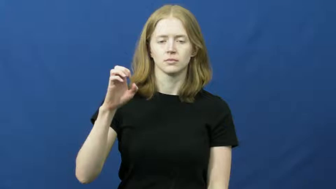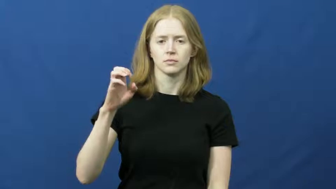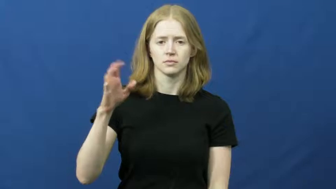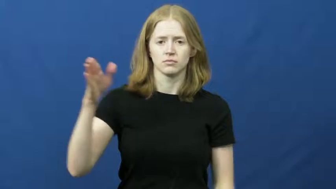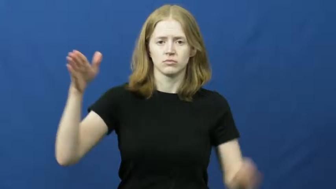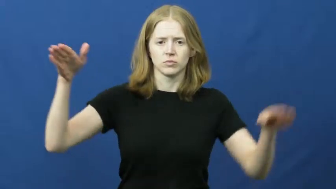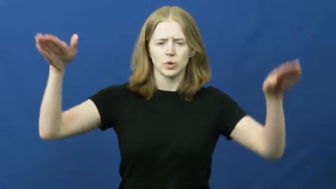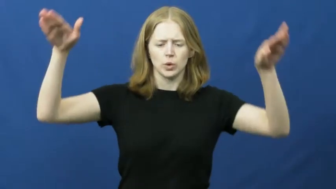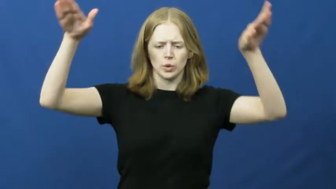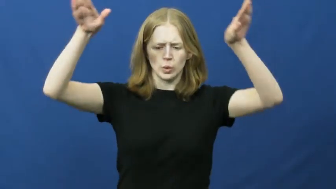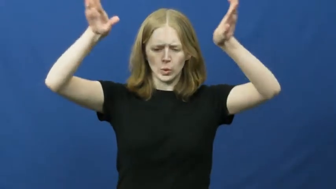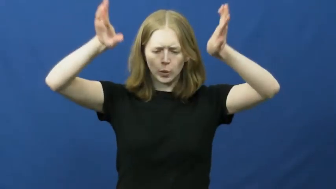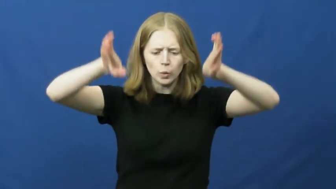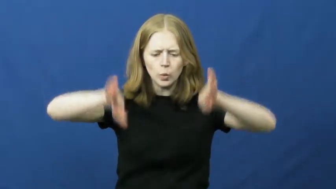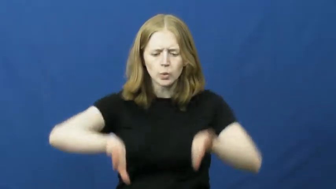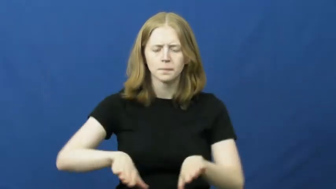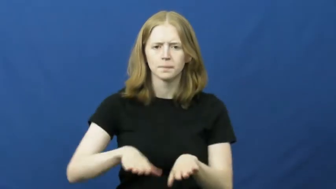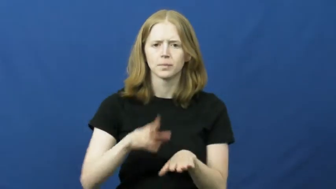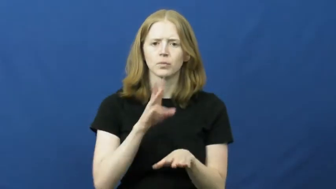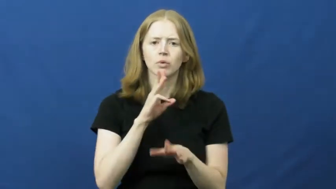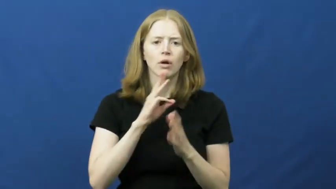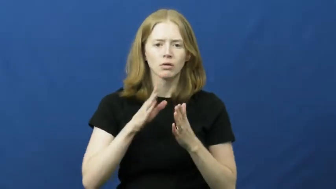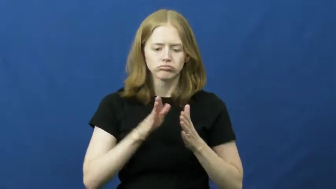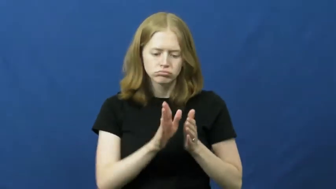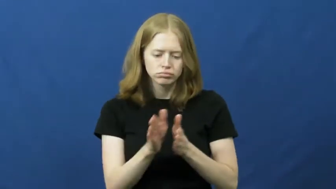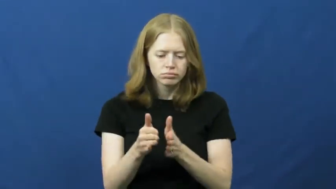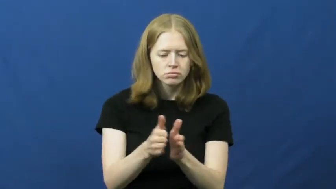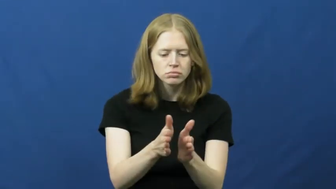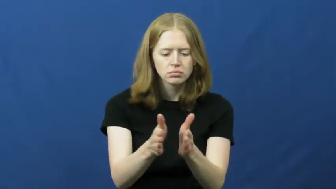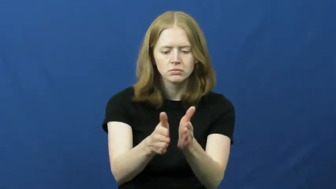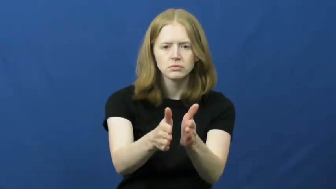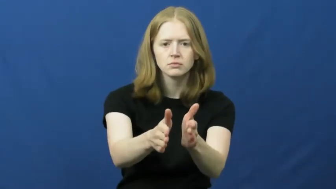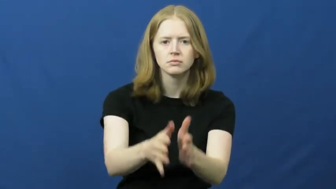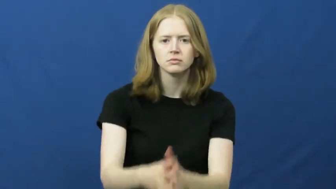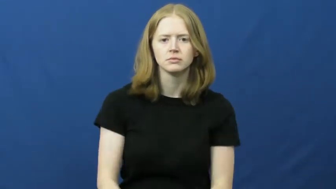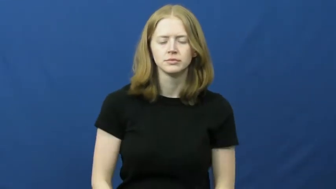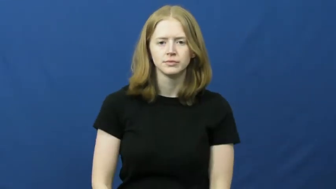arroyo